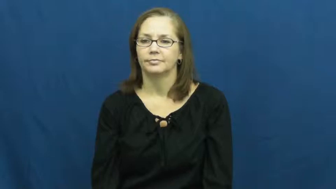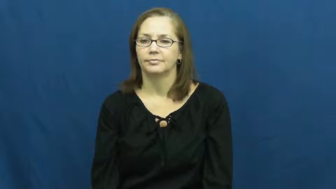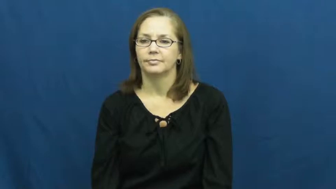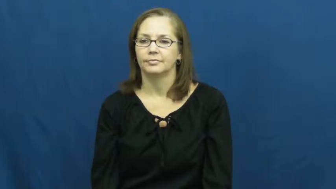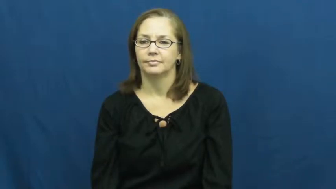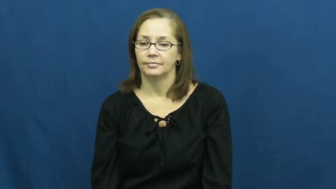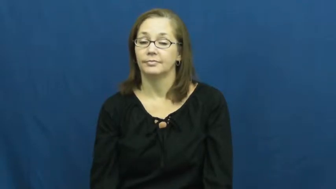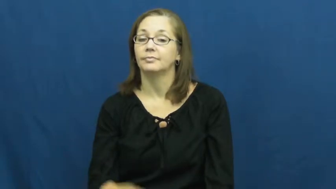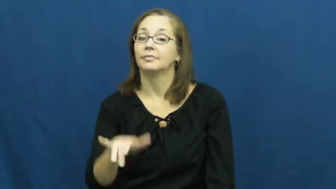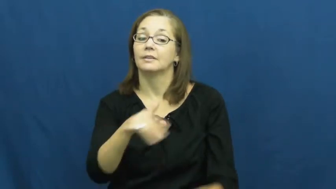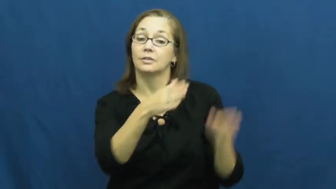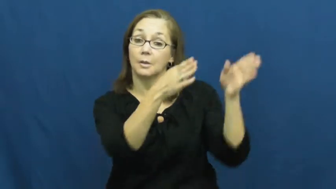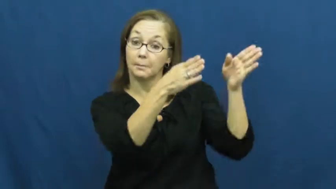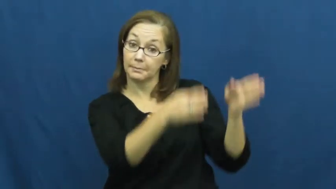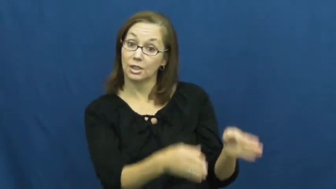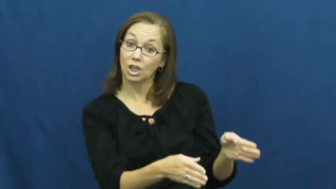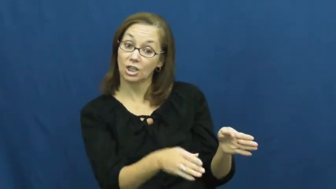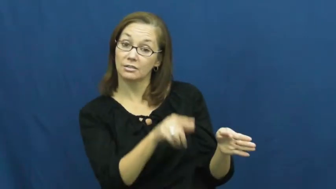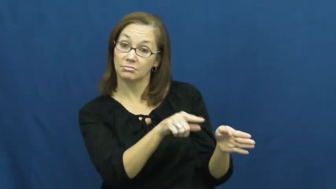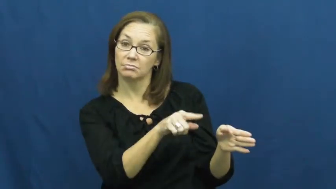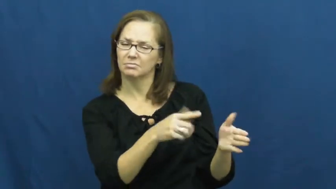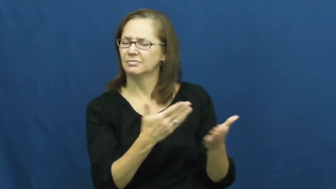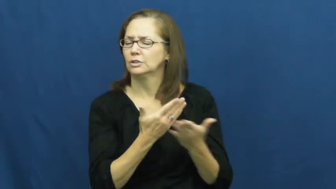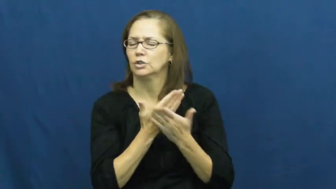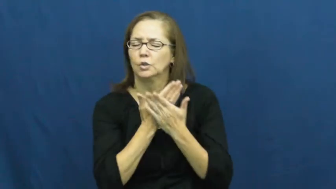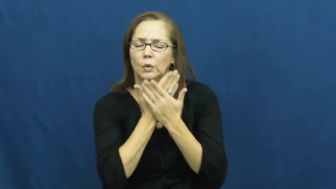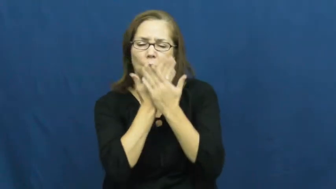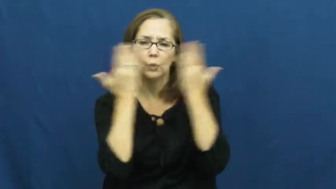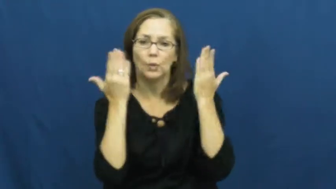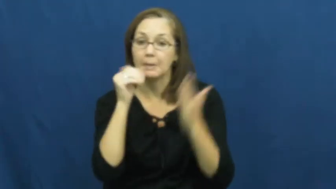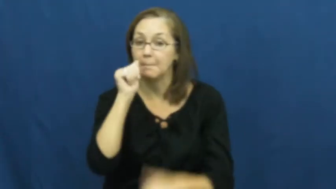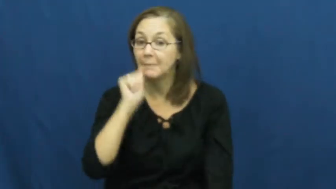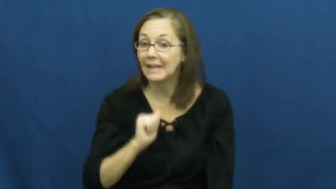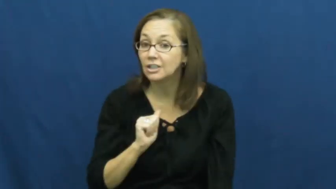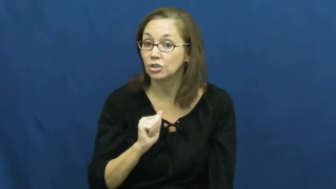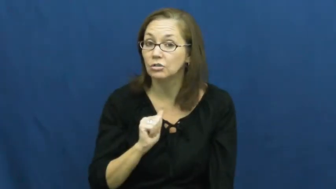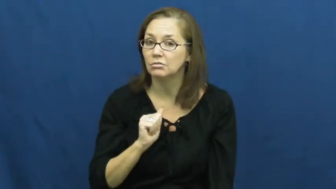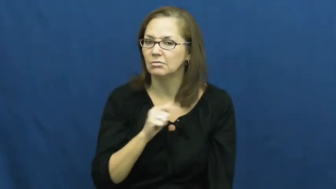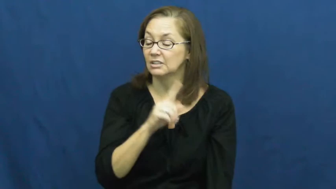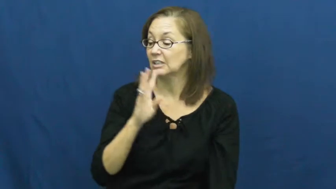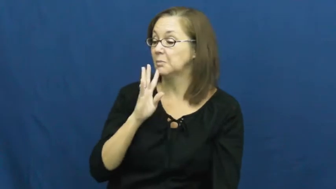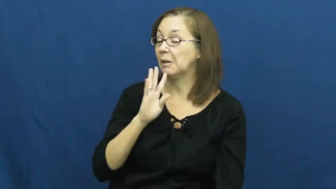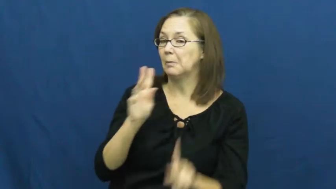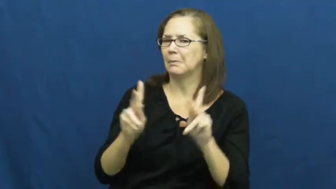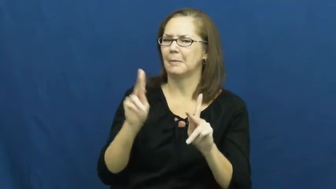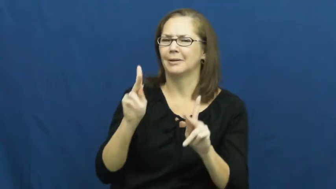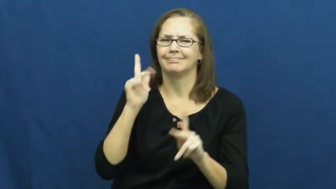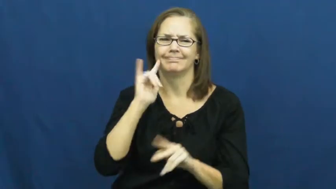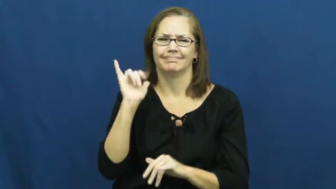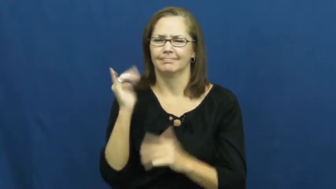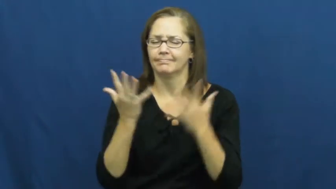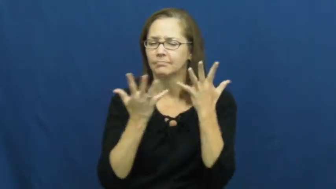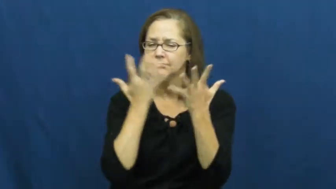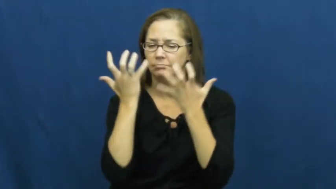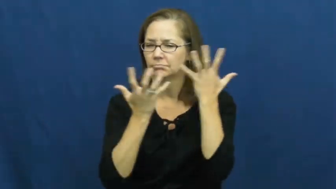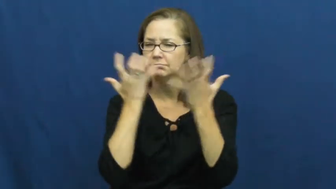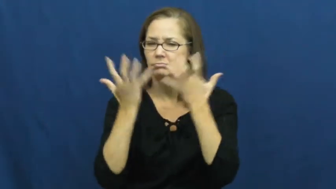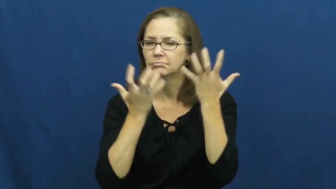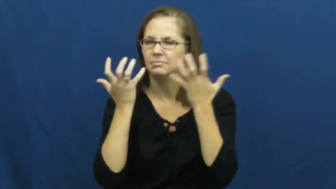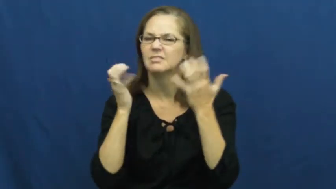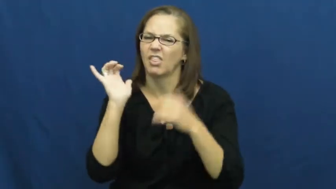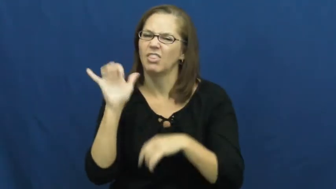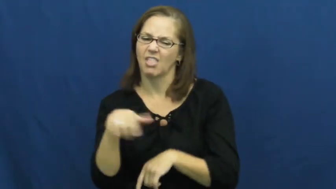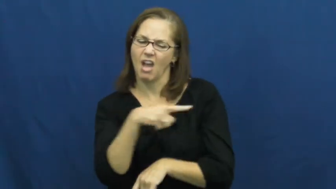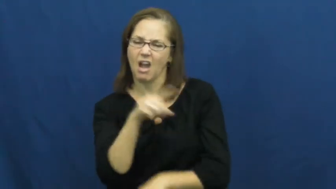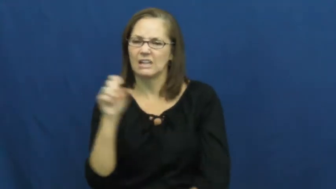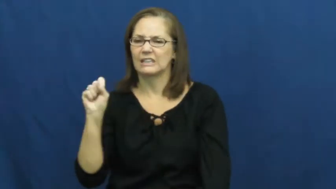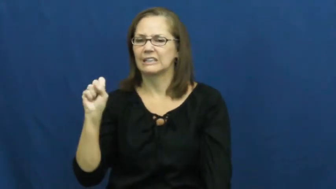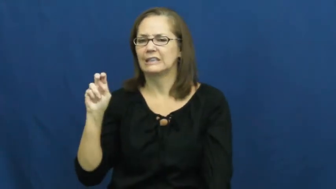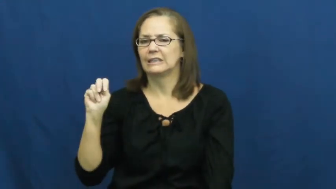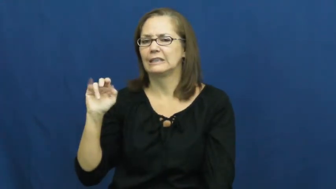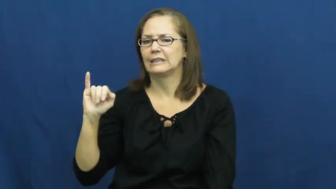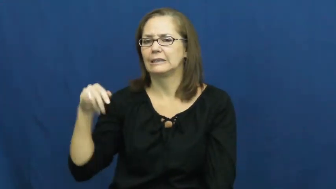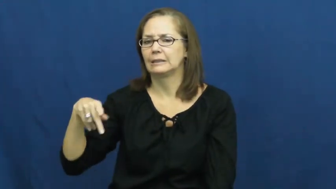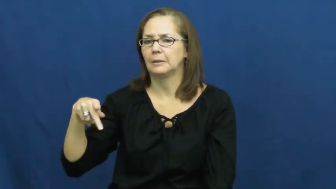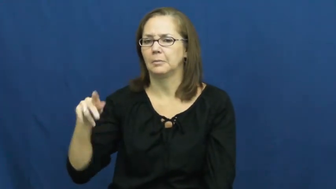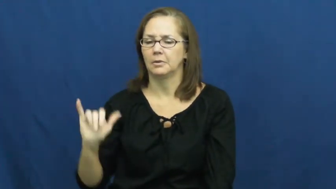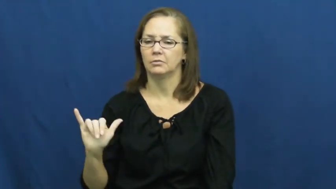snippy